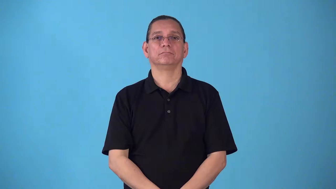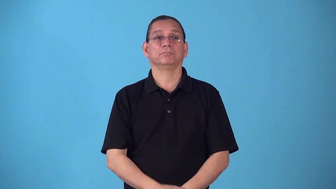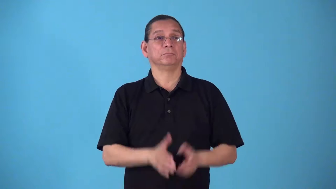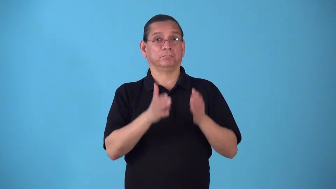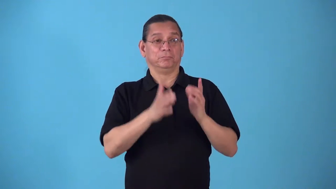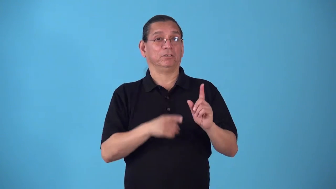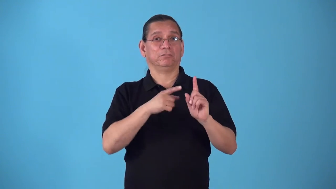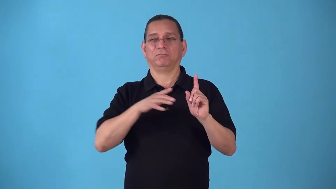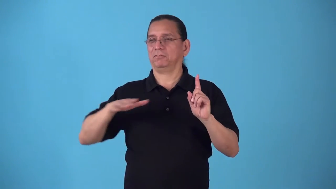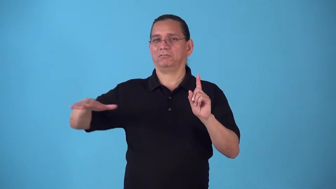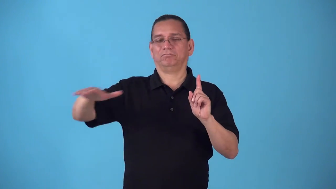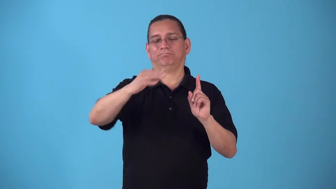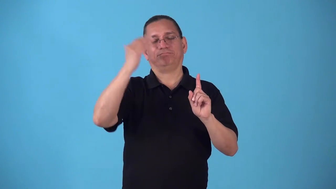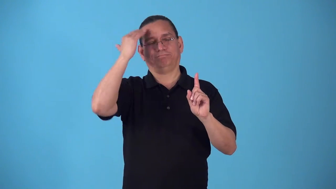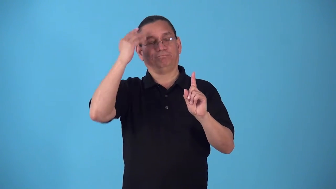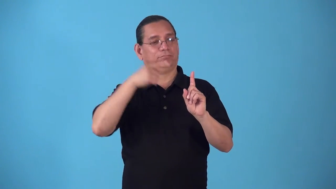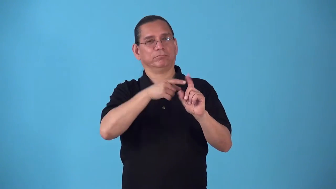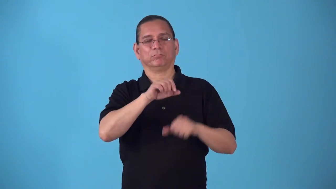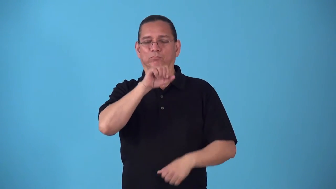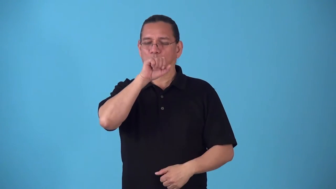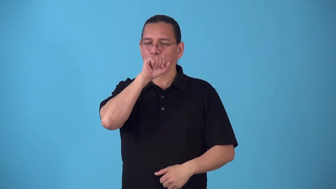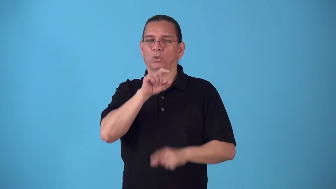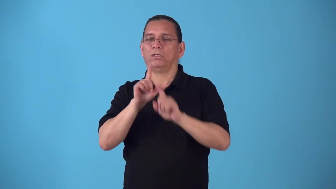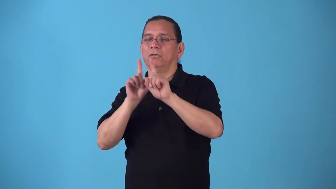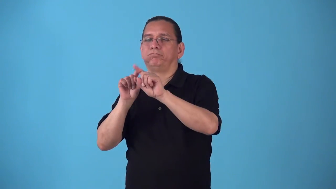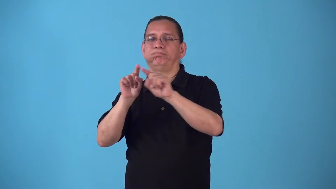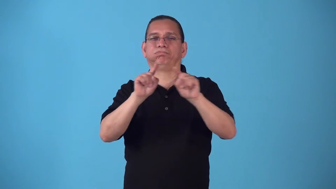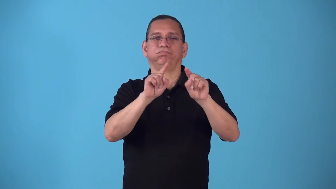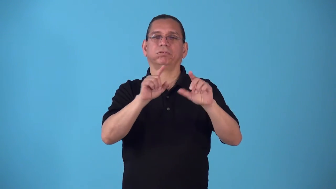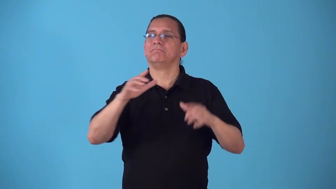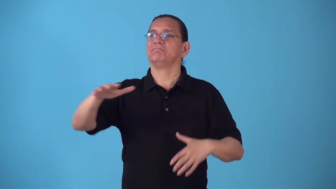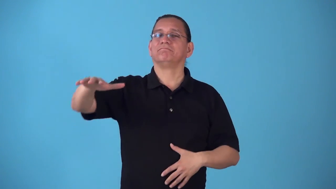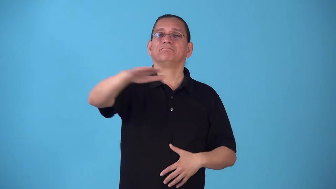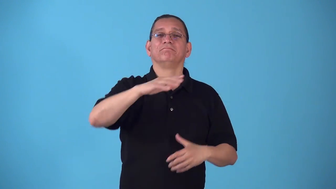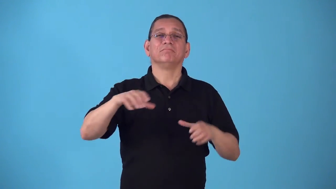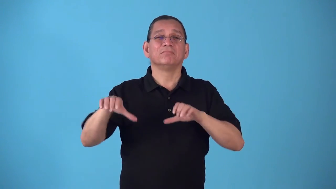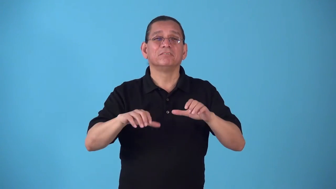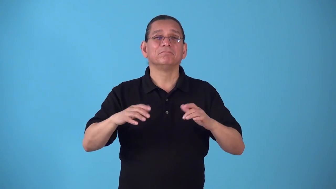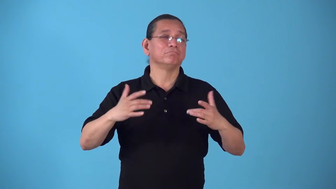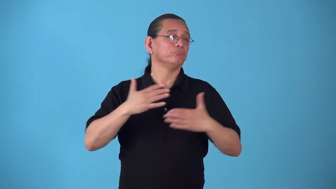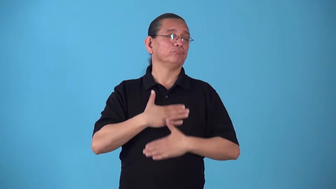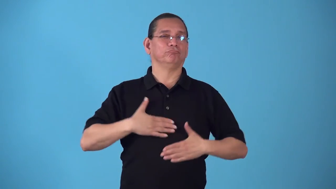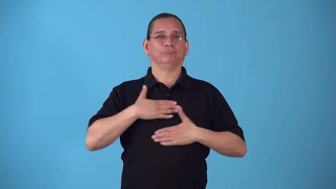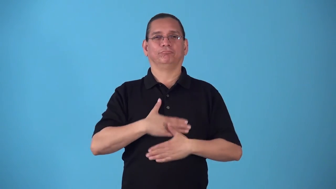socialite